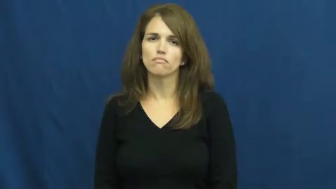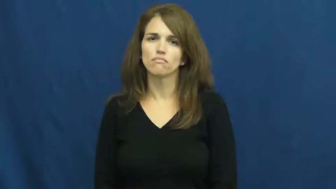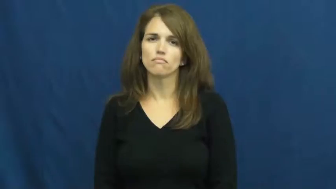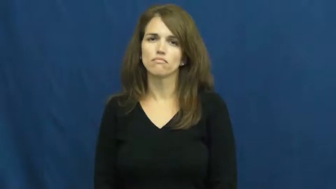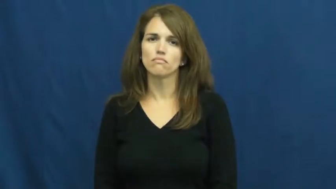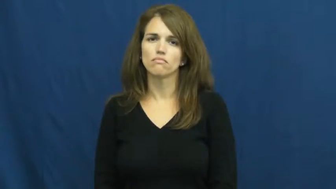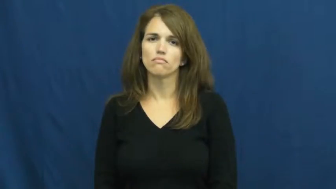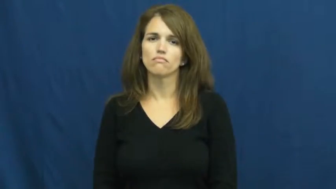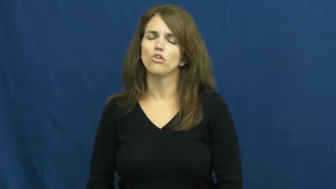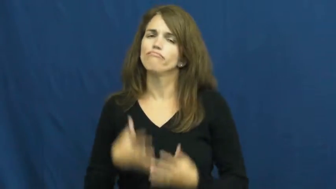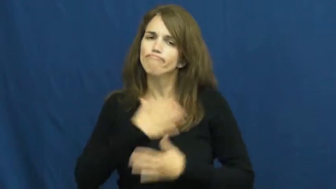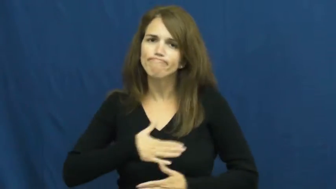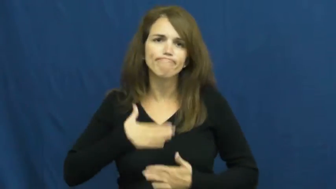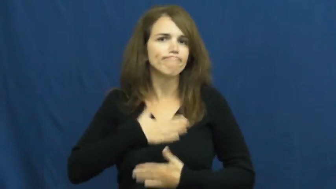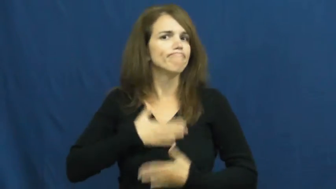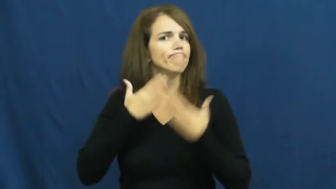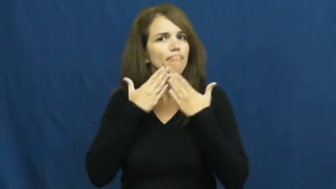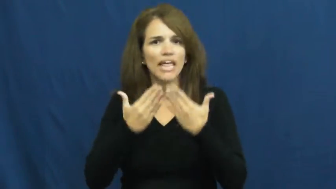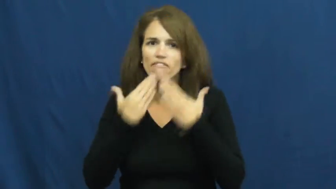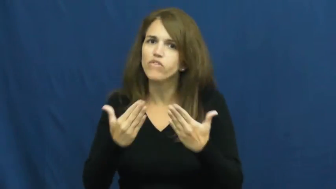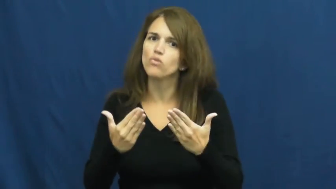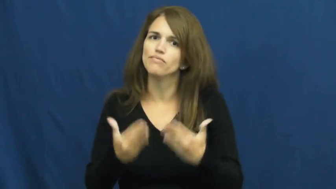thankful